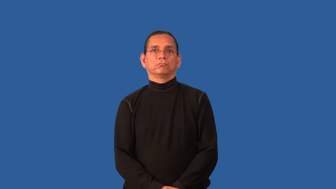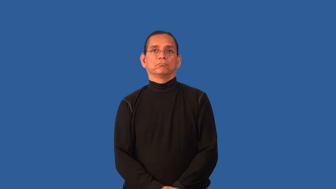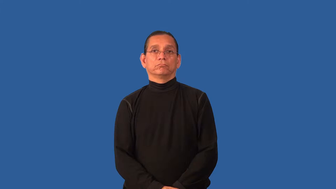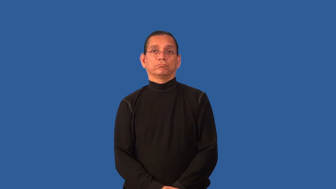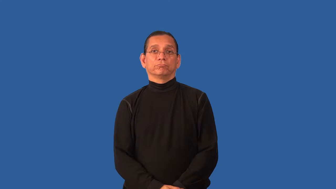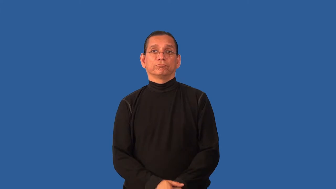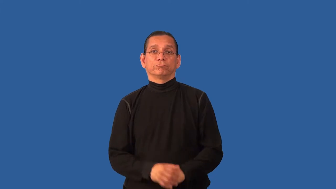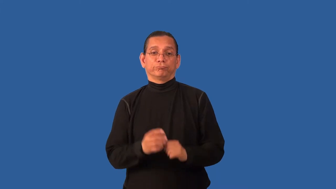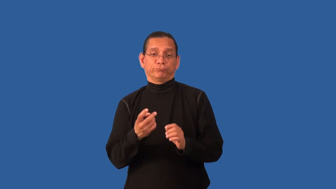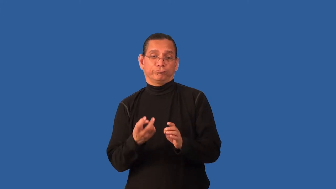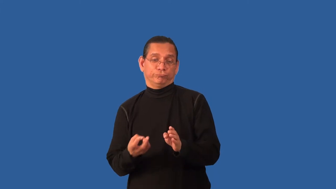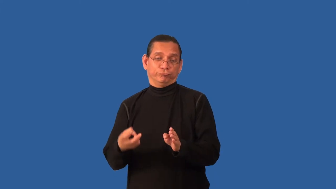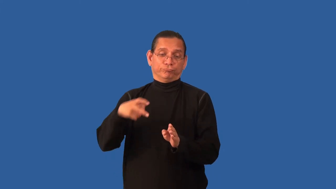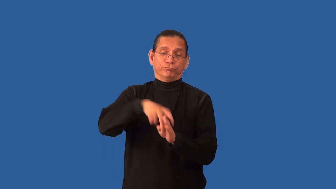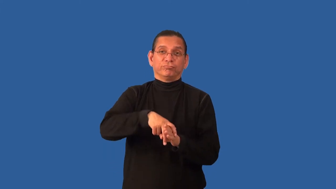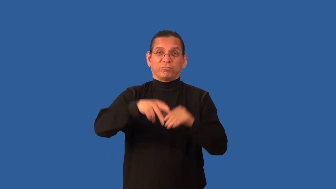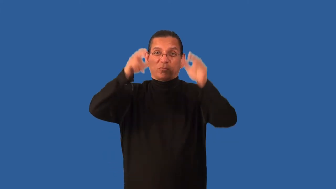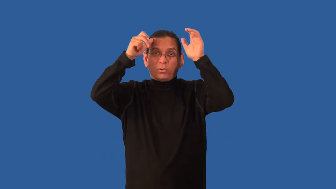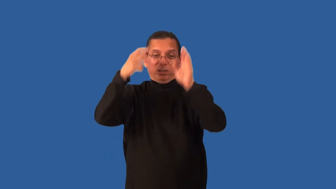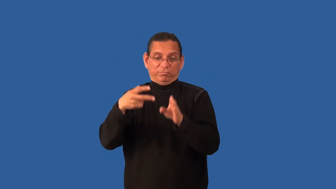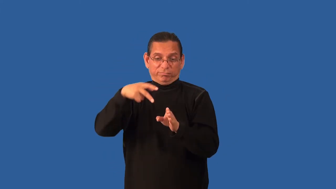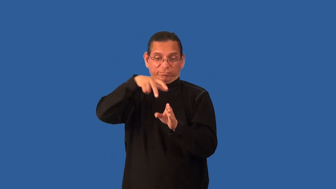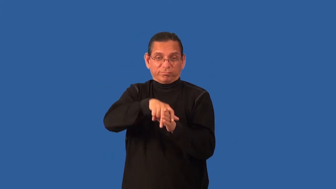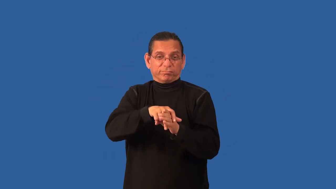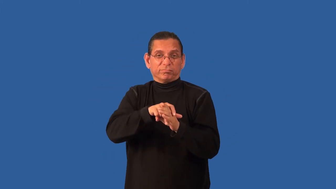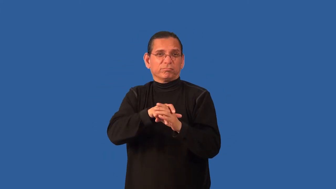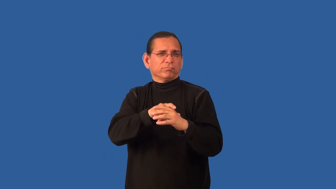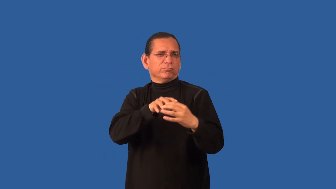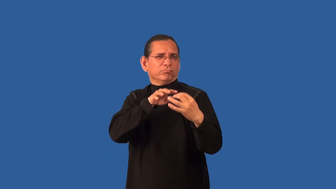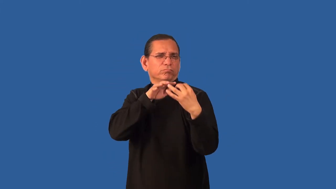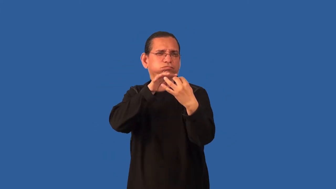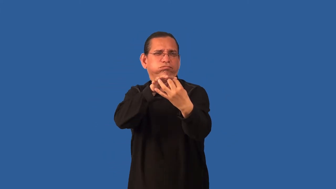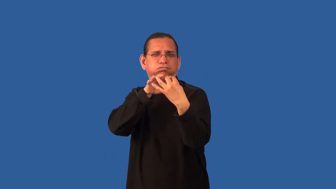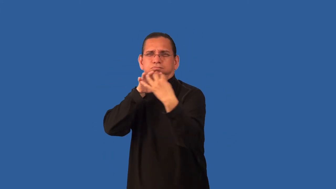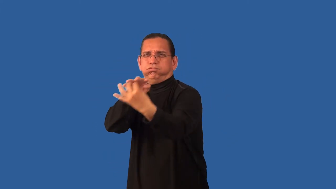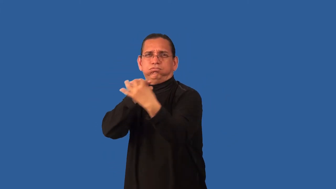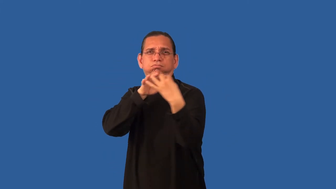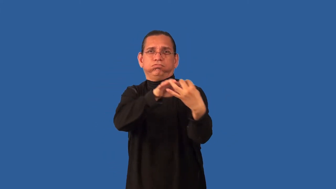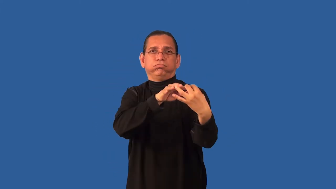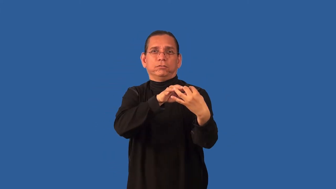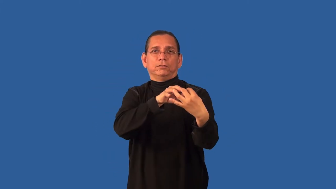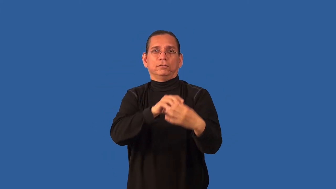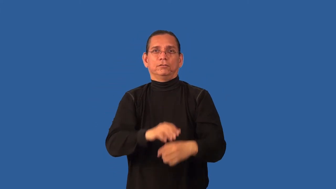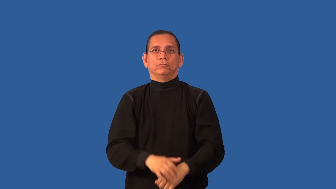cavalry,dragoon,hussar,hussars